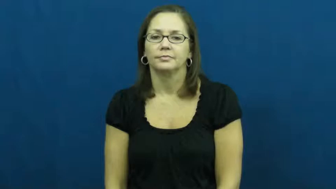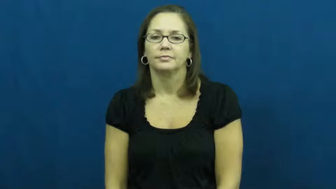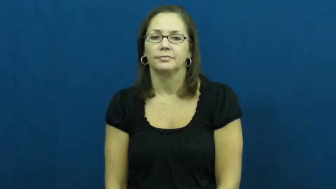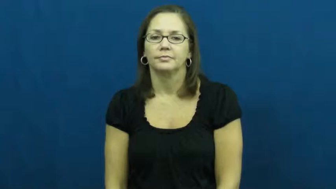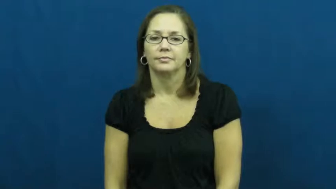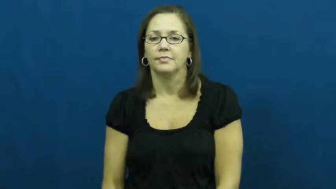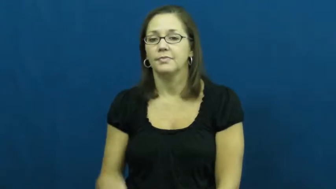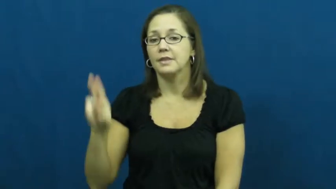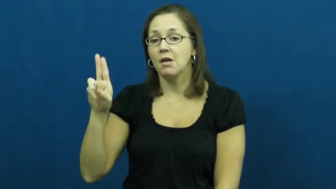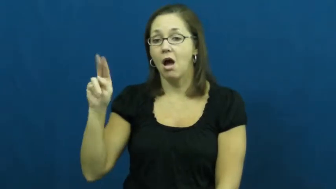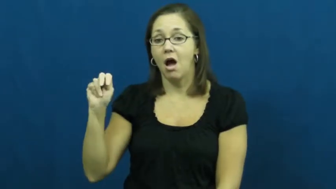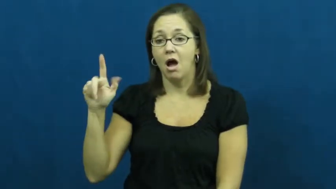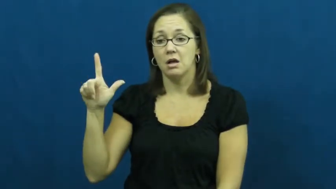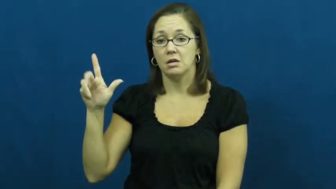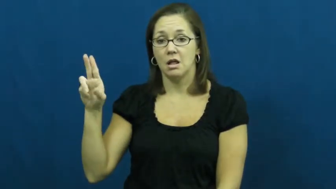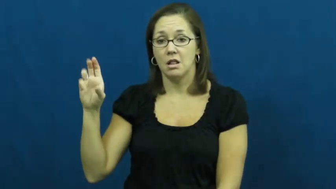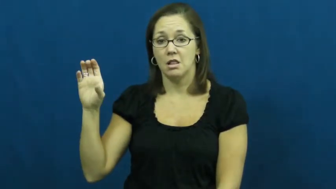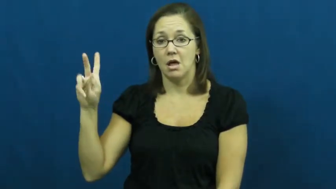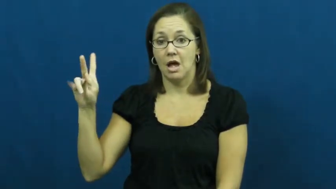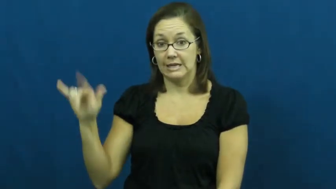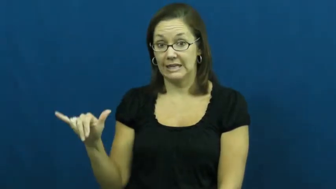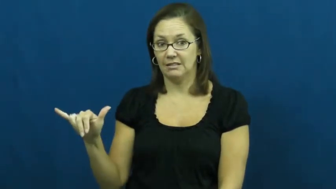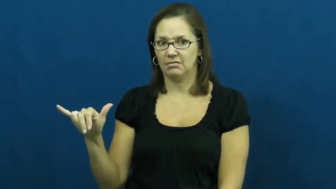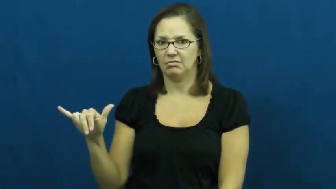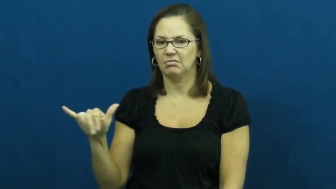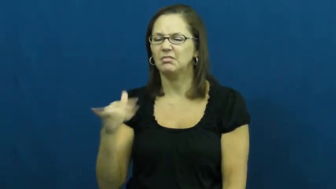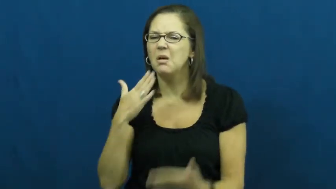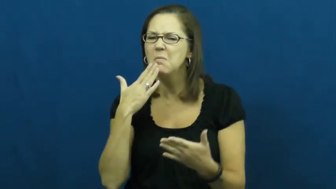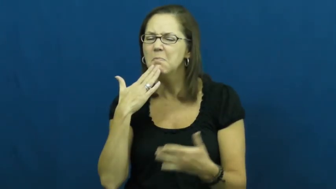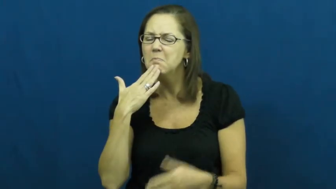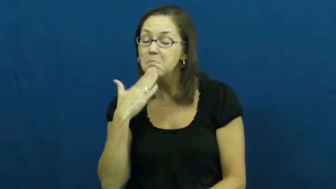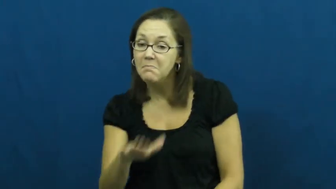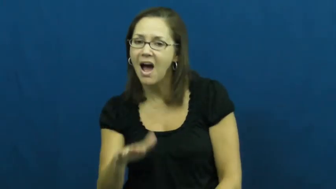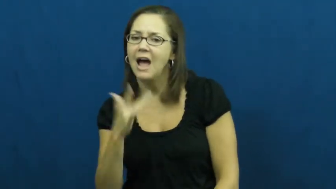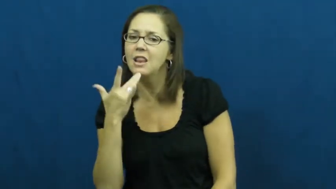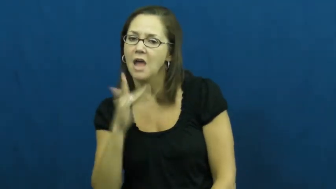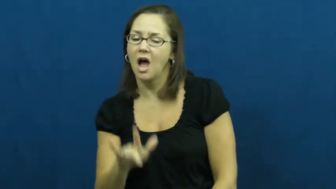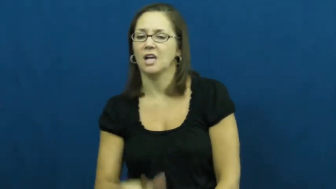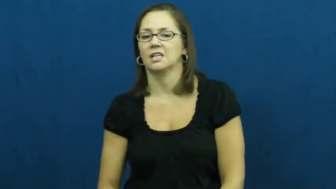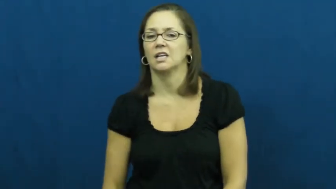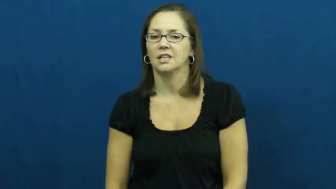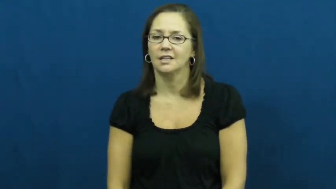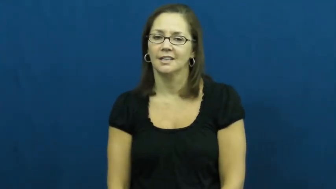unlucky